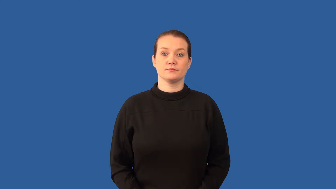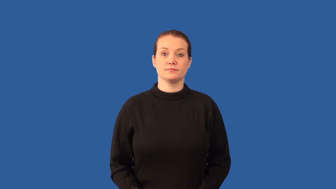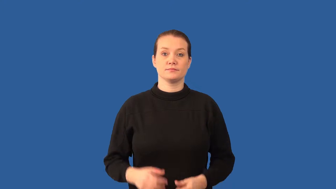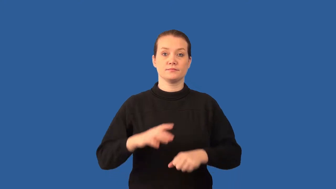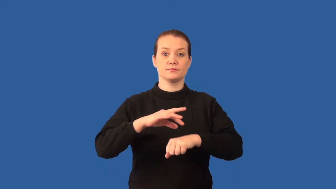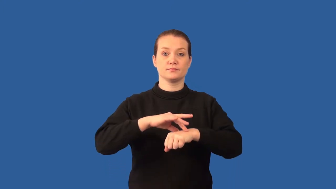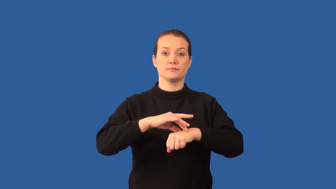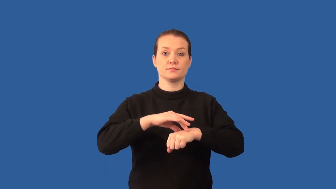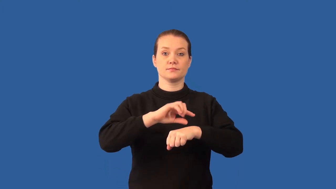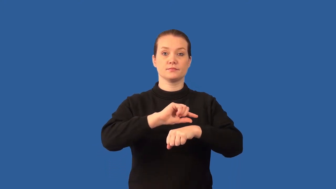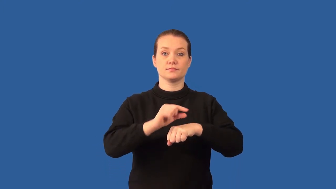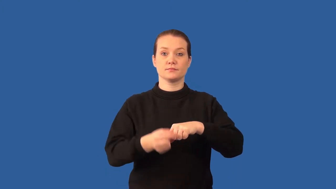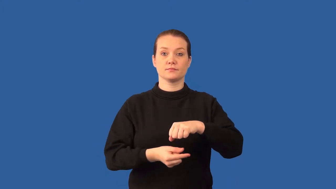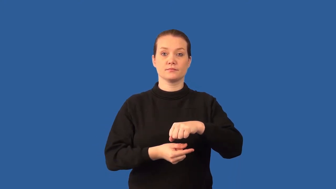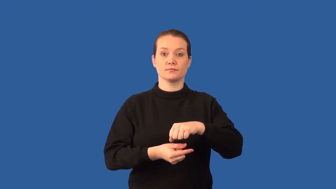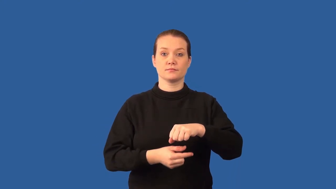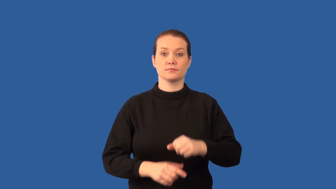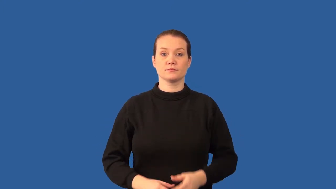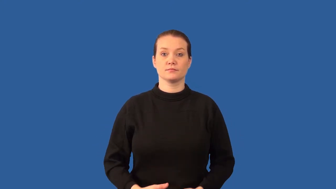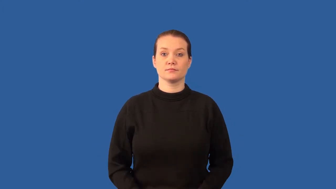exosphere